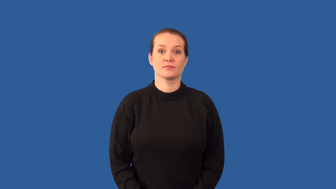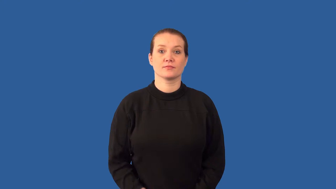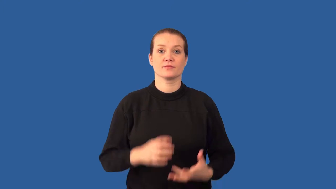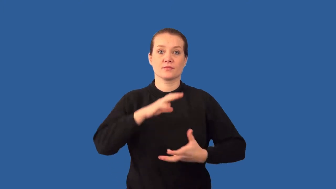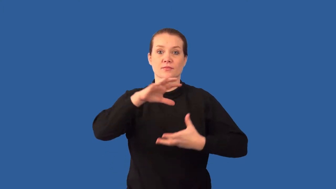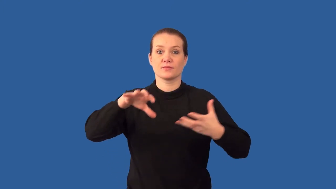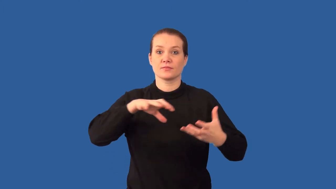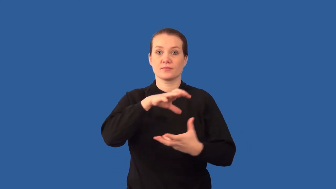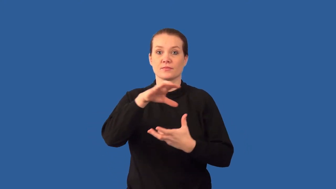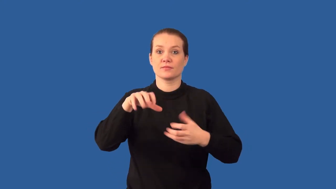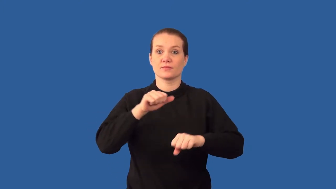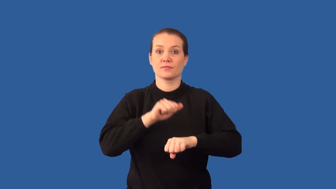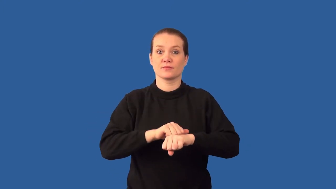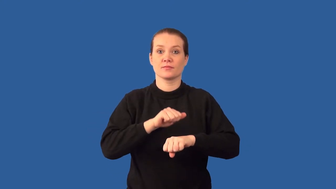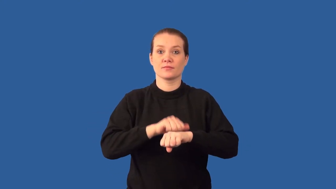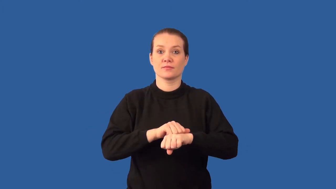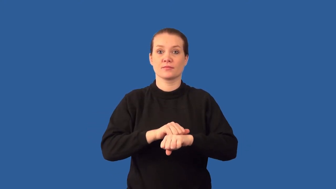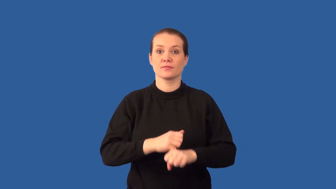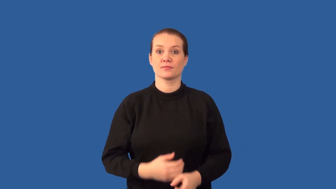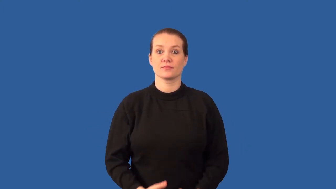clastic